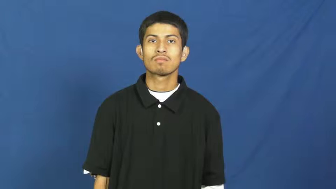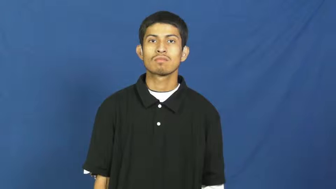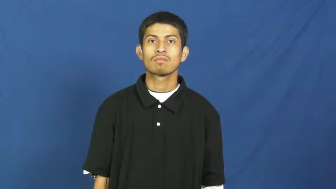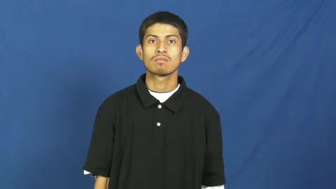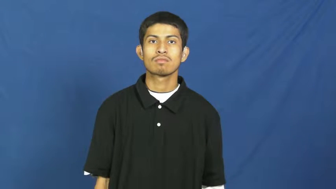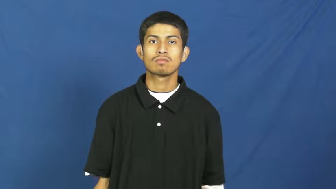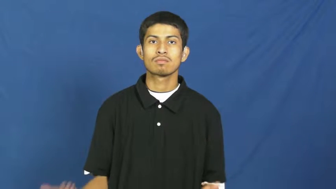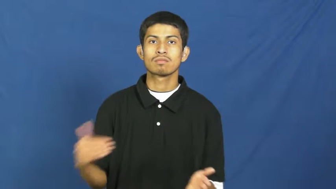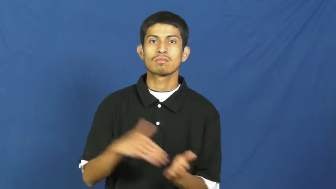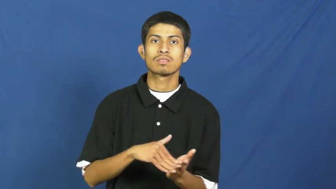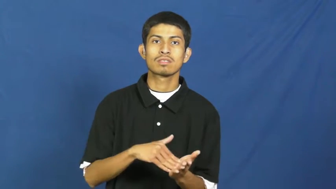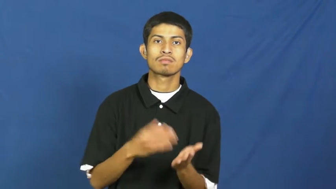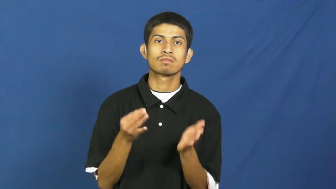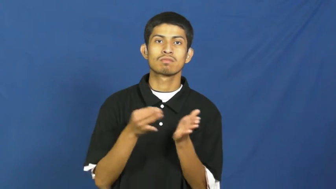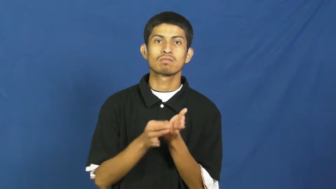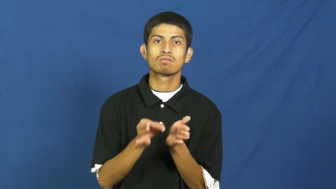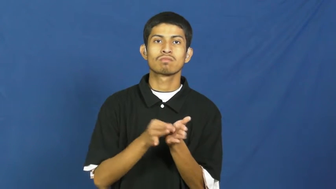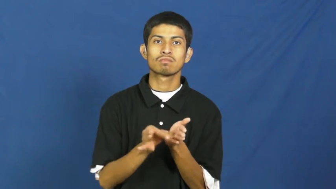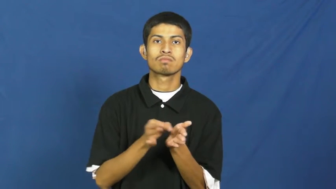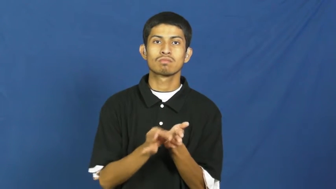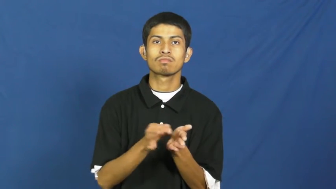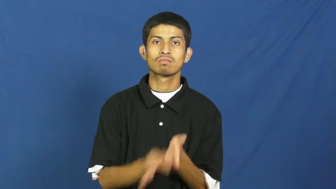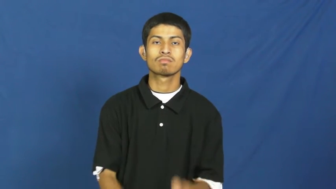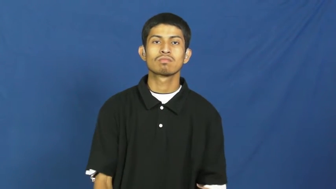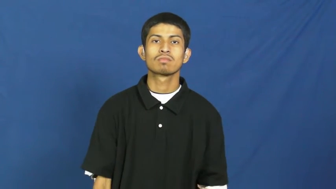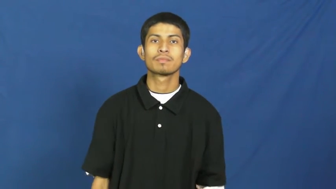rewrite